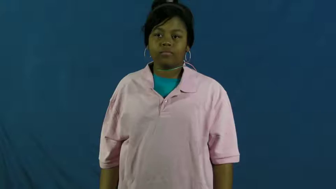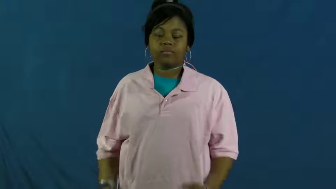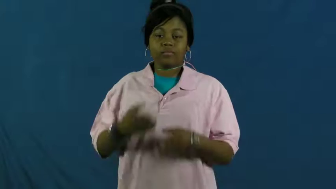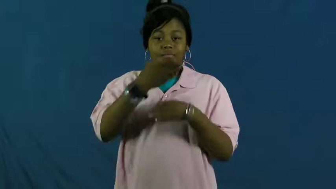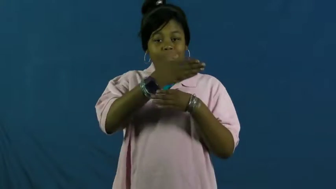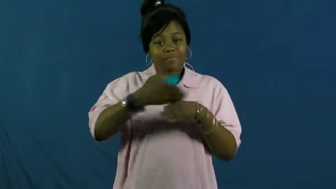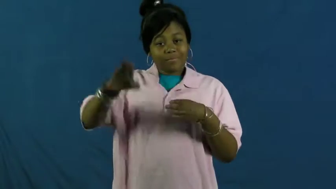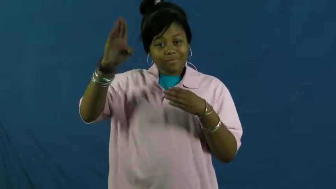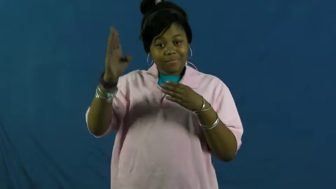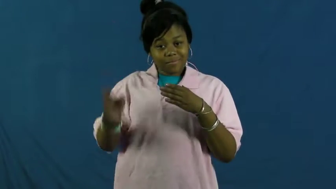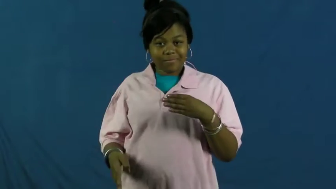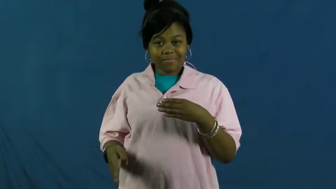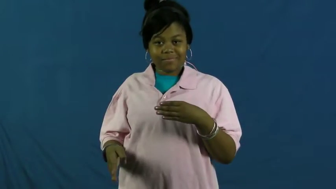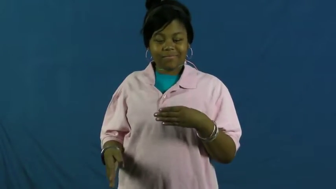sever-end